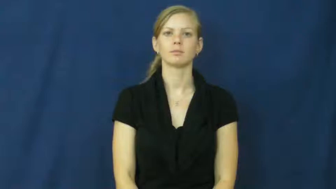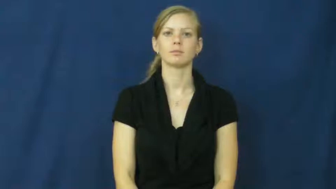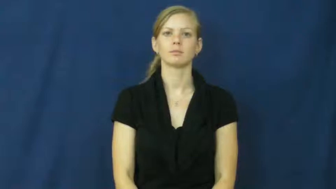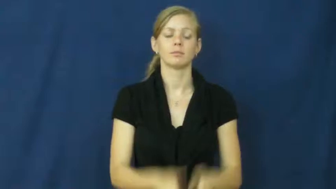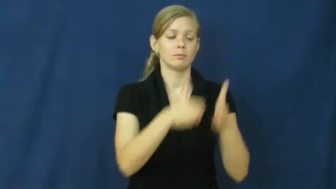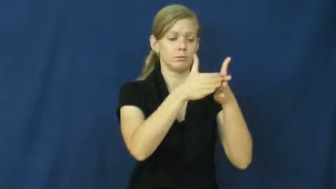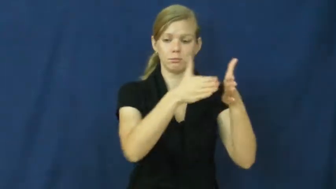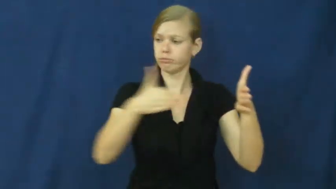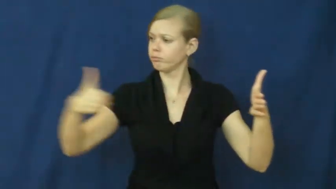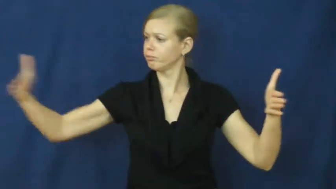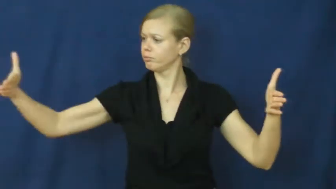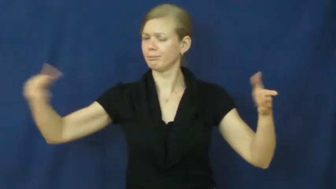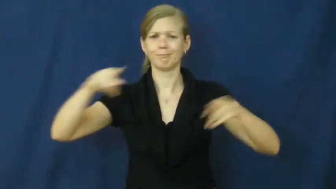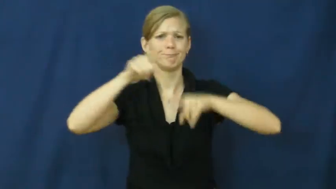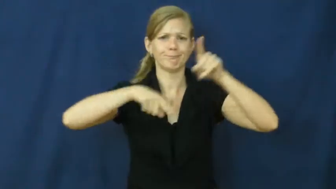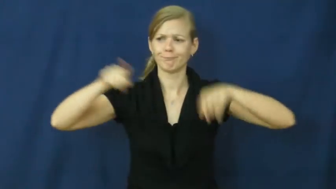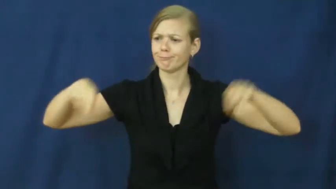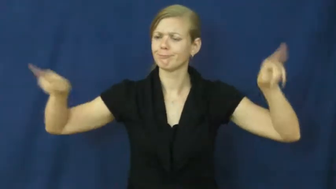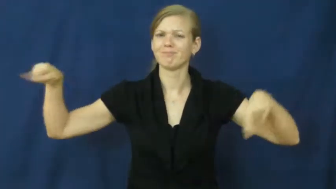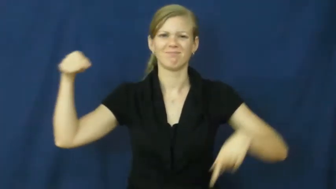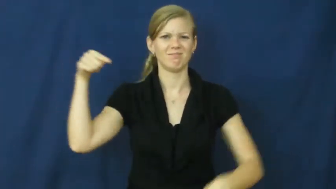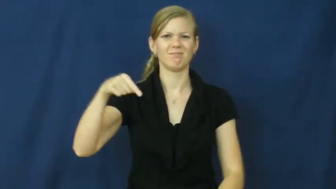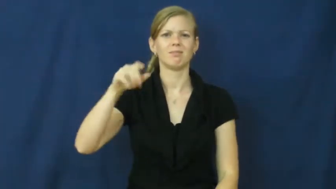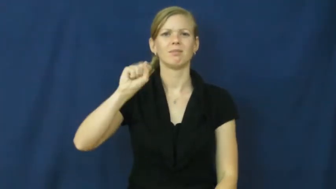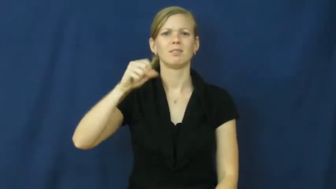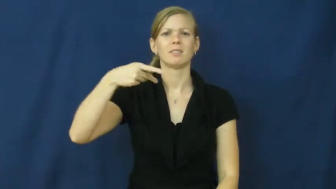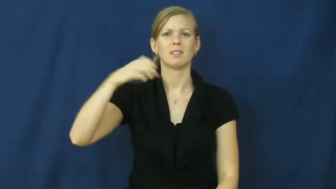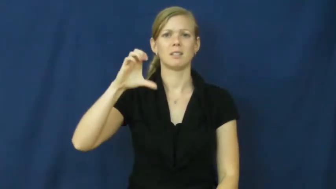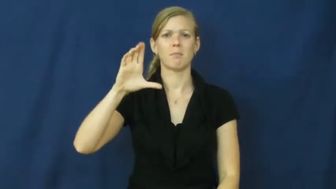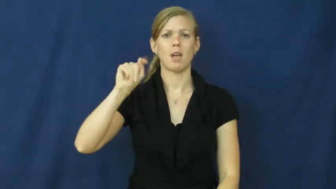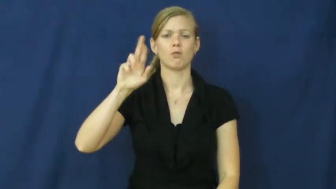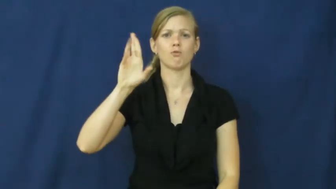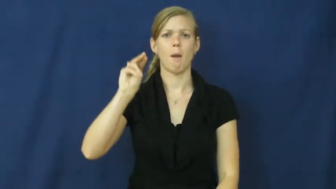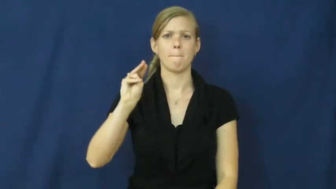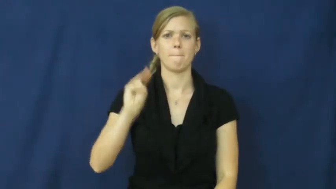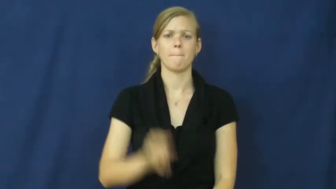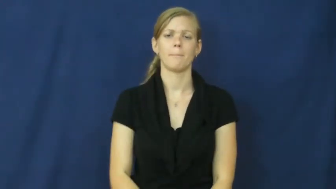spectrum-range